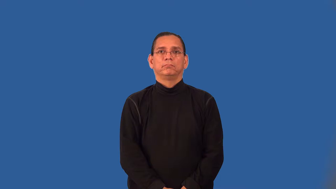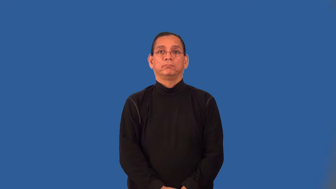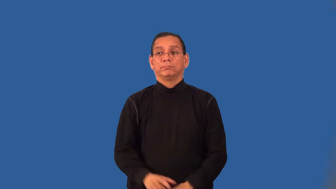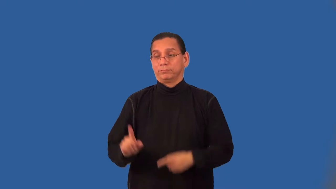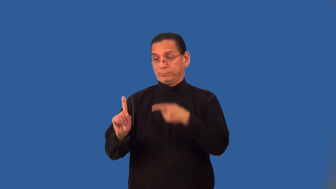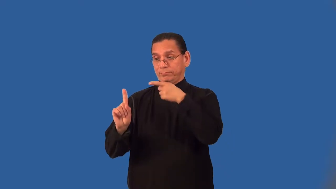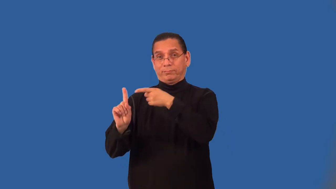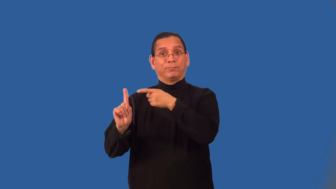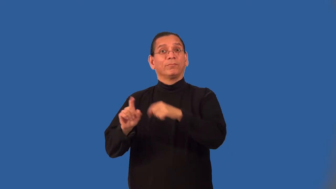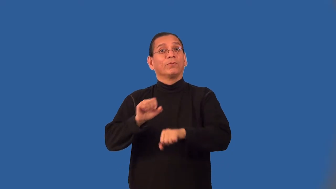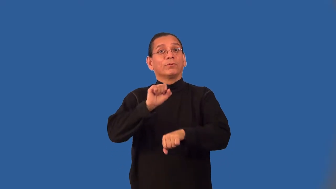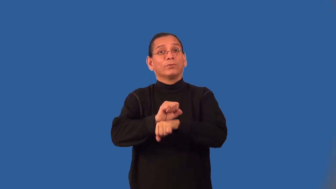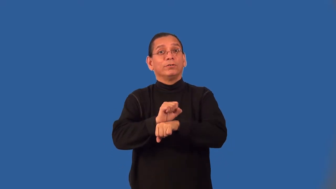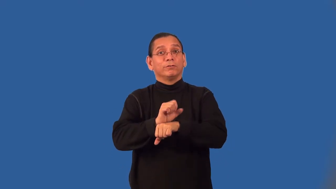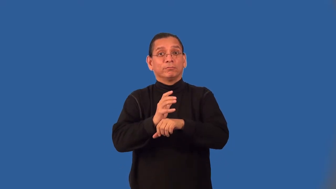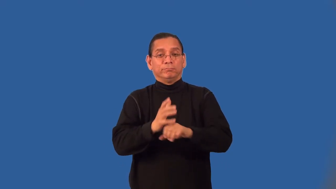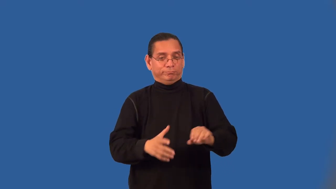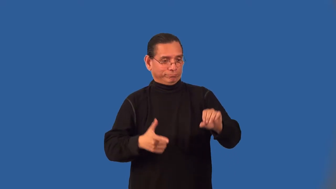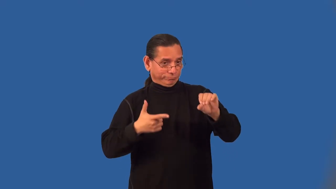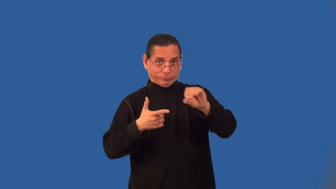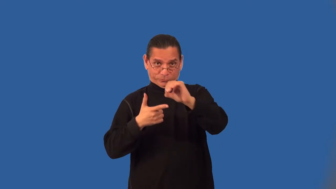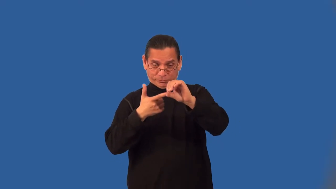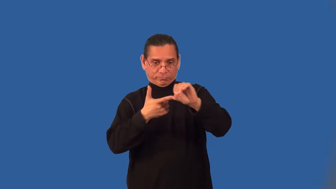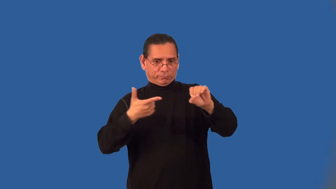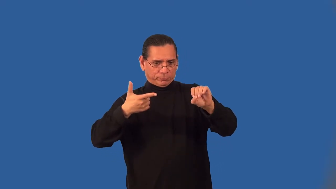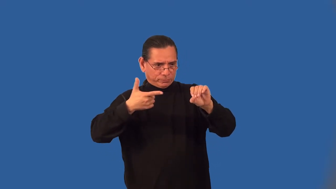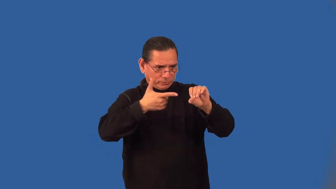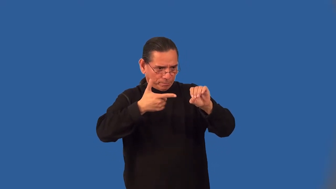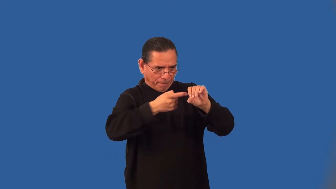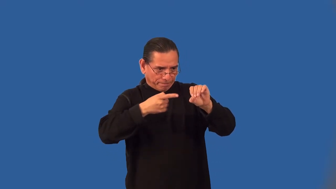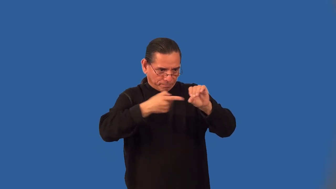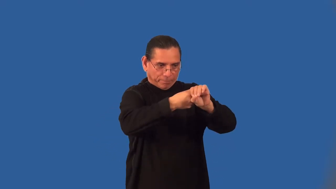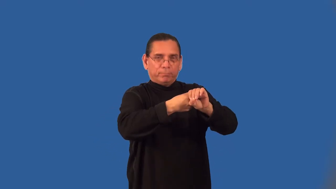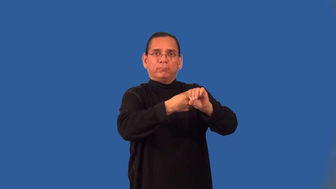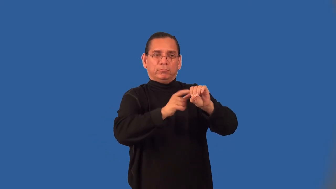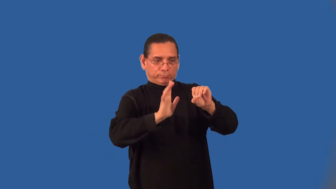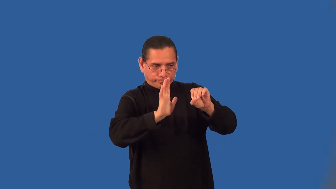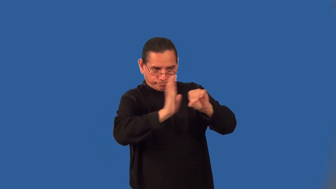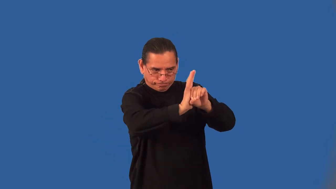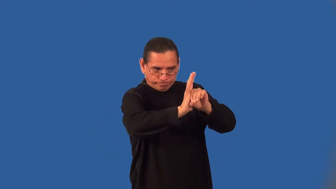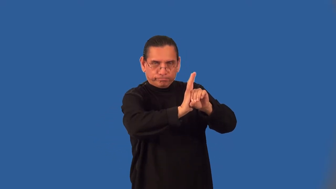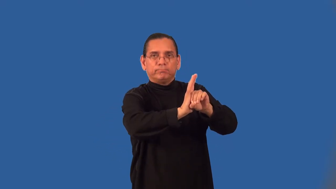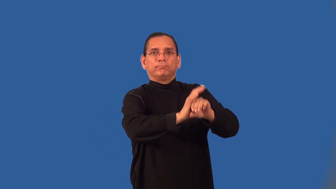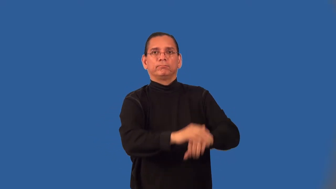rivet